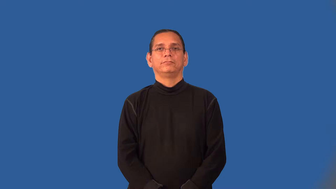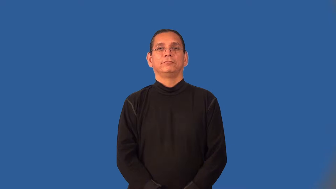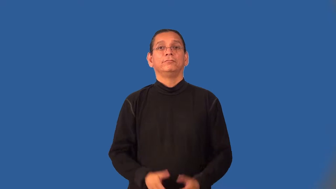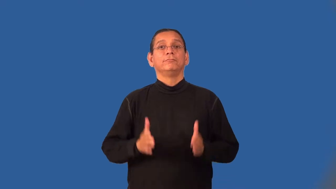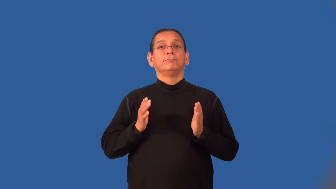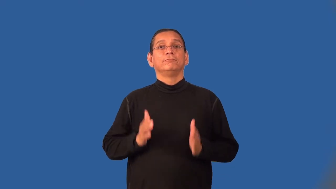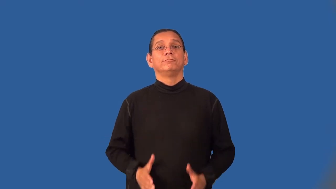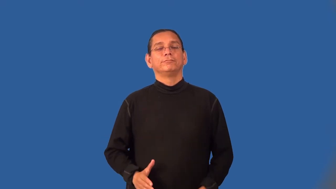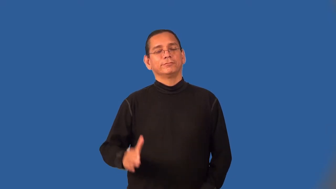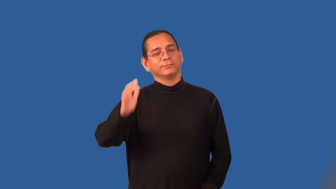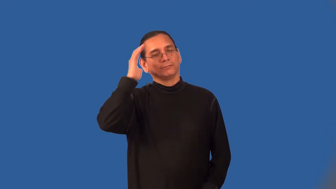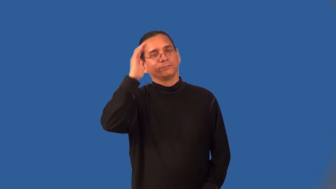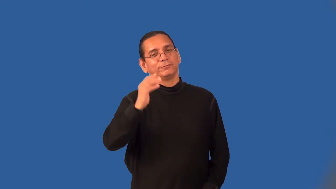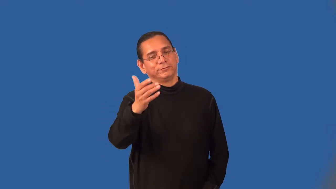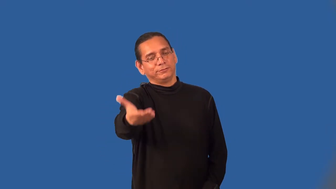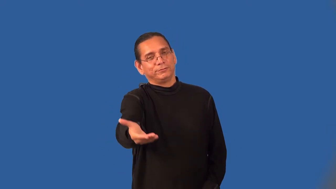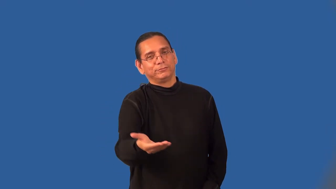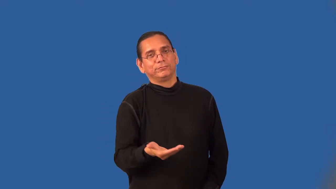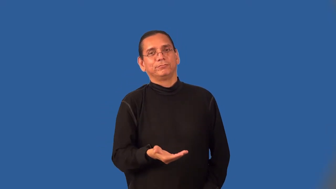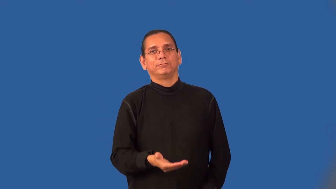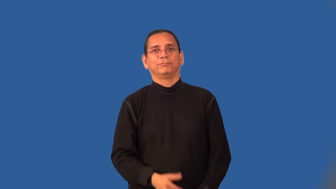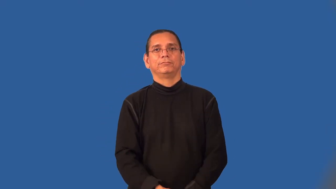greeter